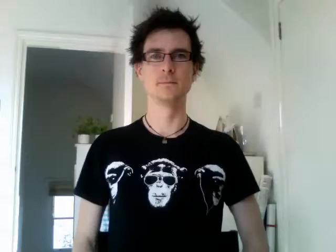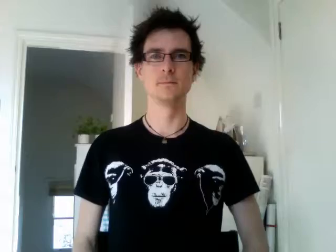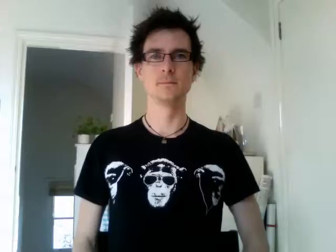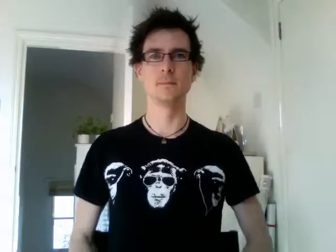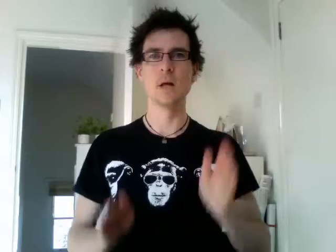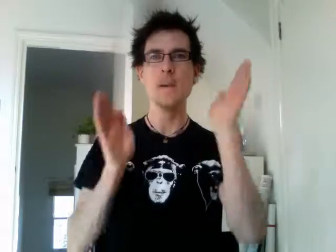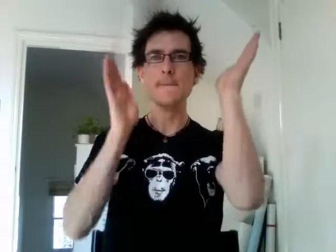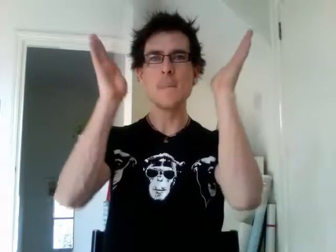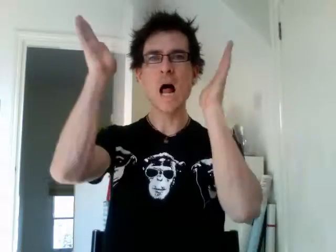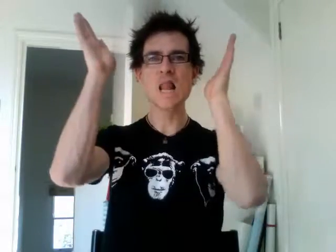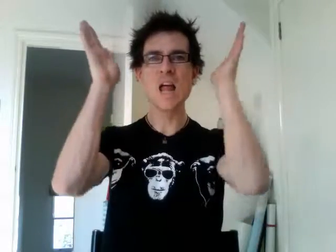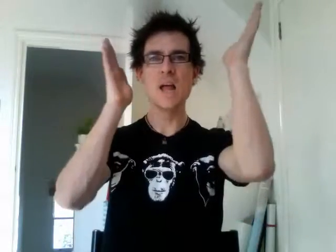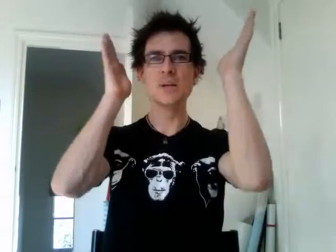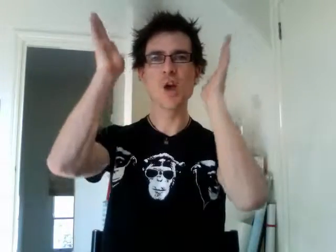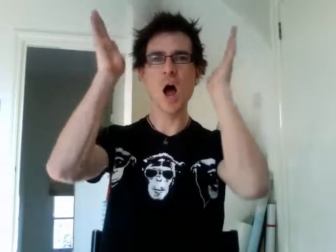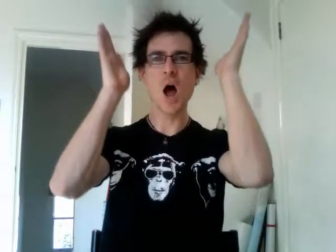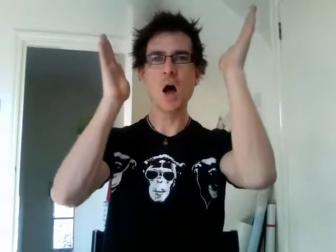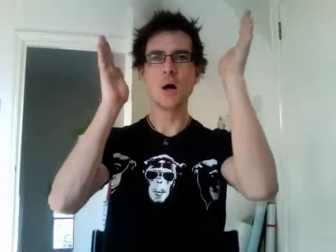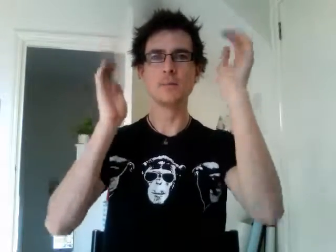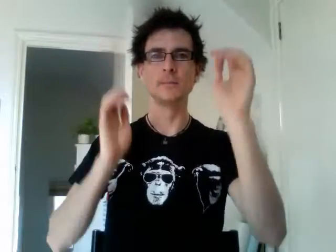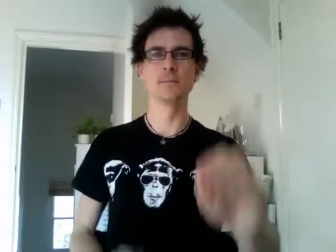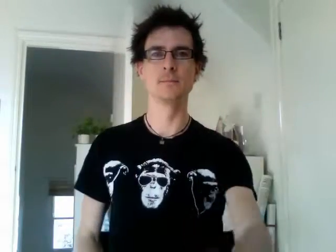malaysia